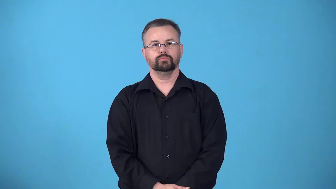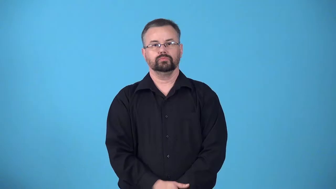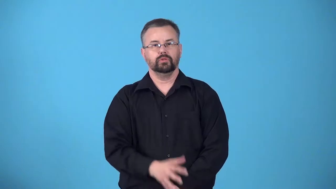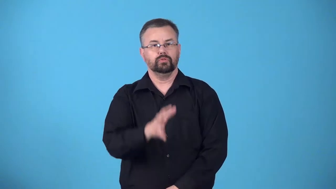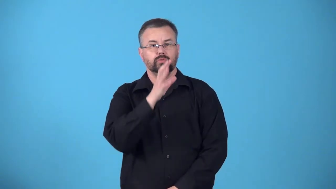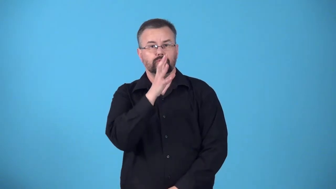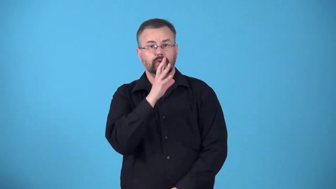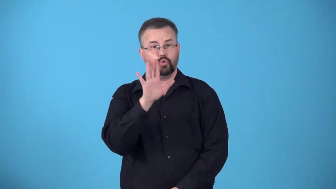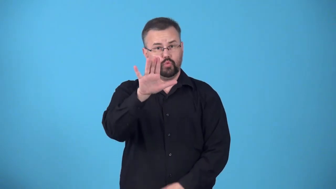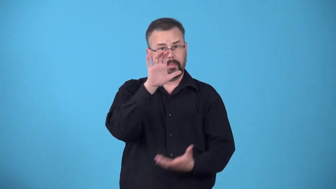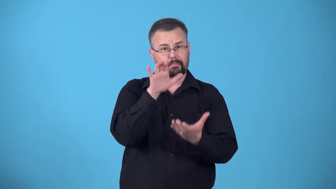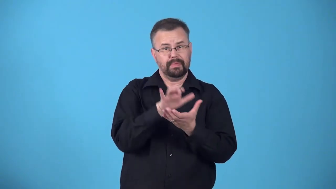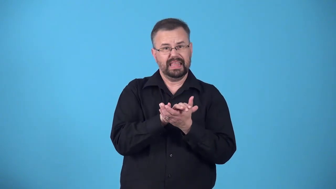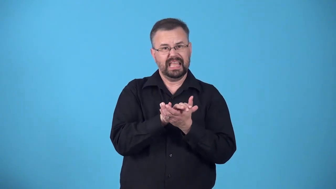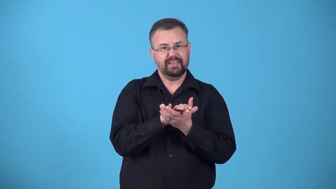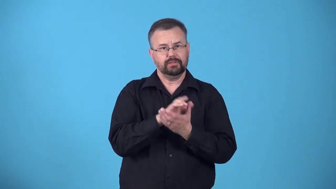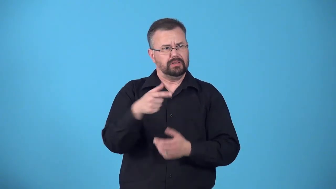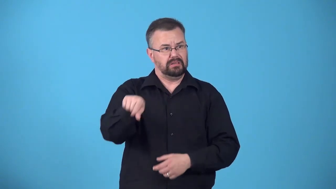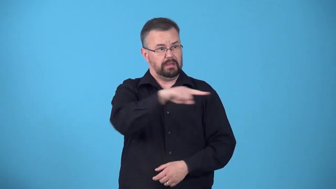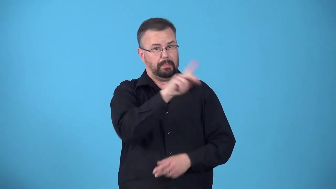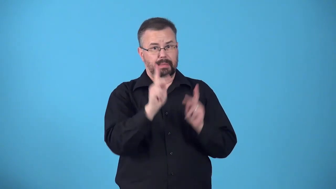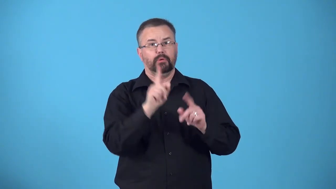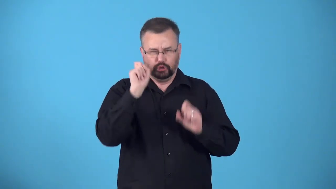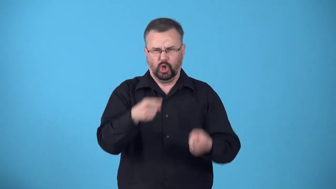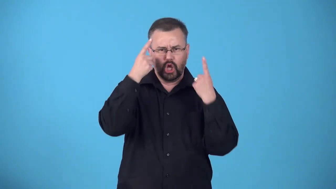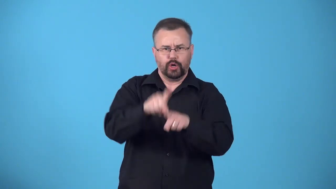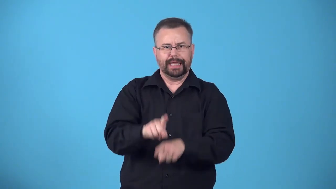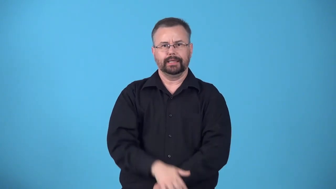dogmatize